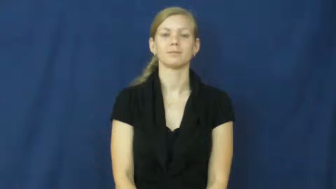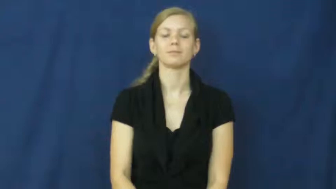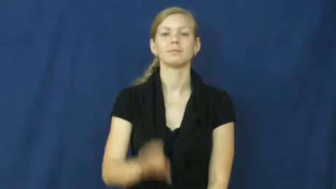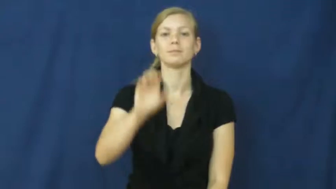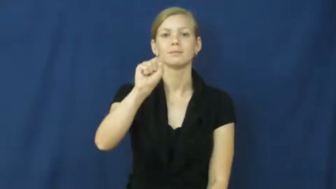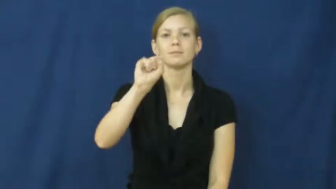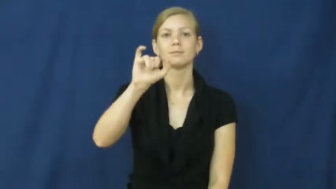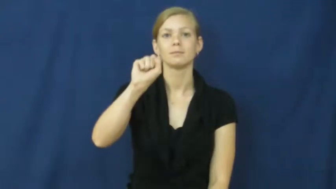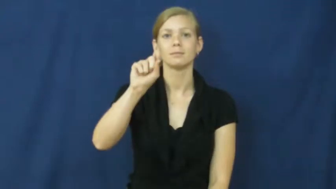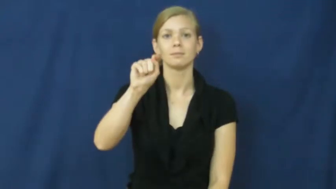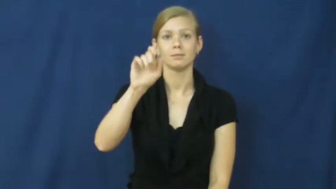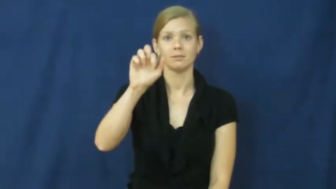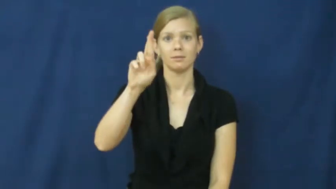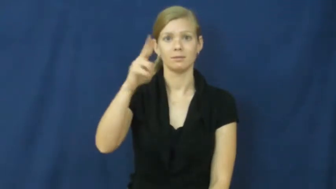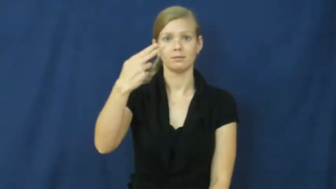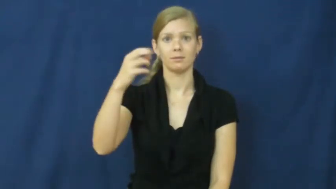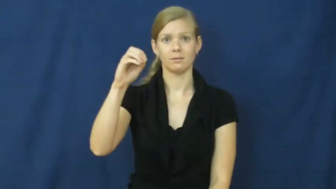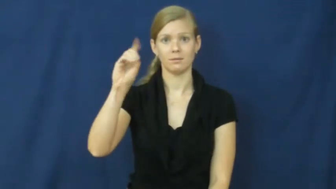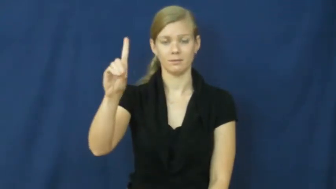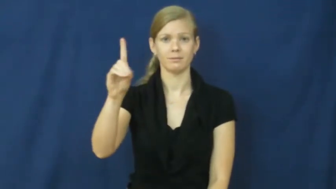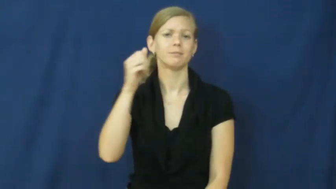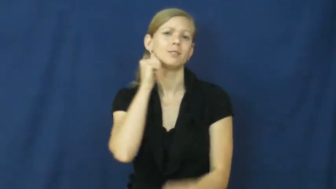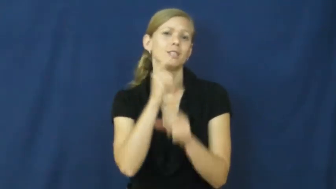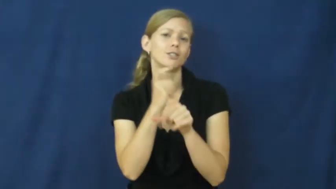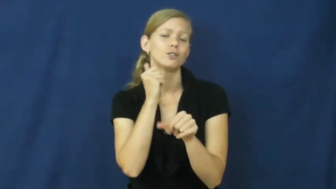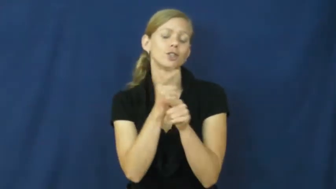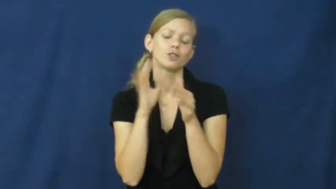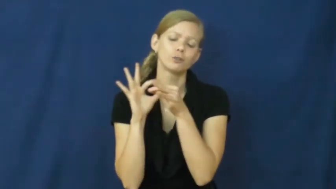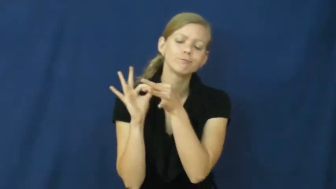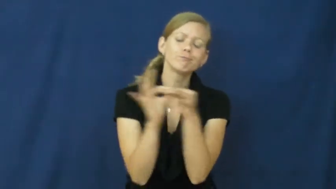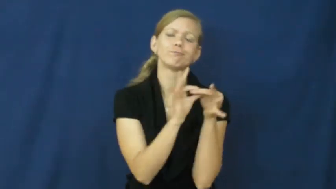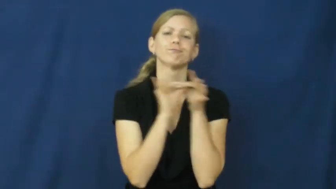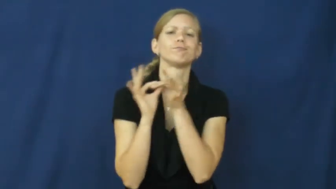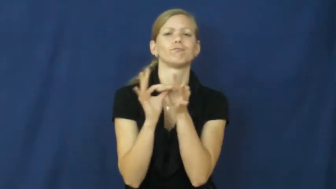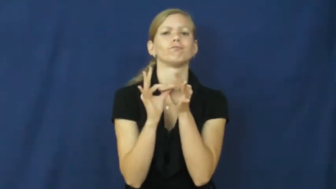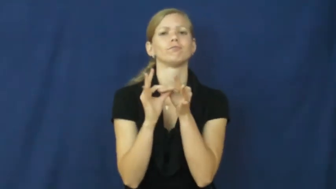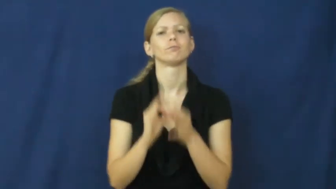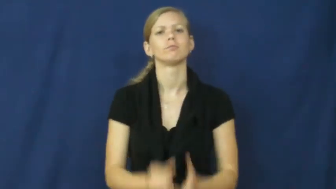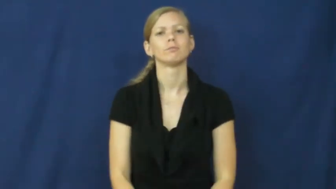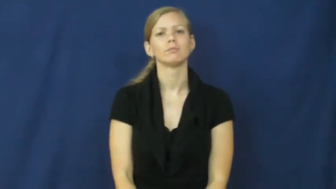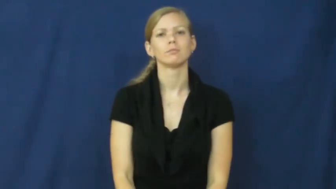sisterhood